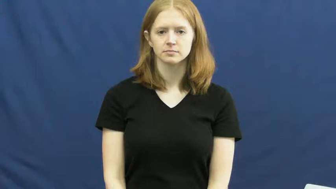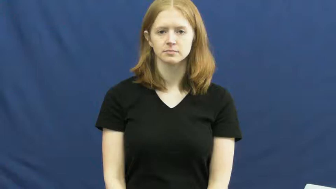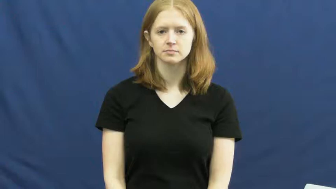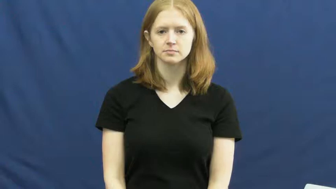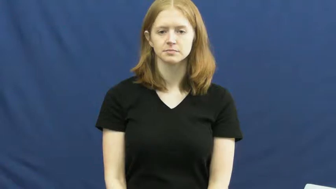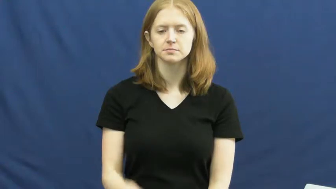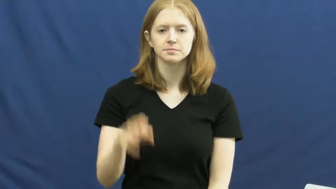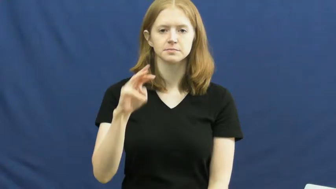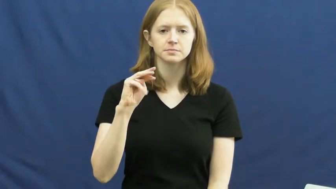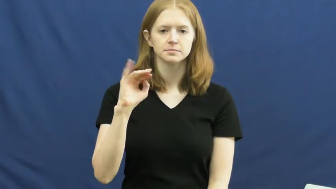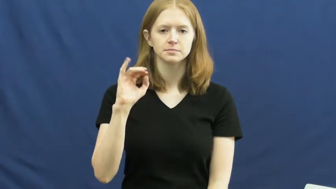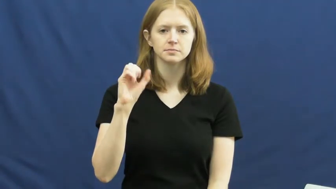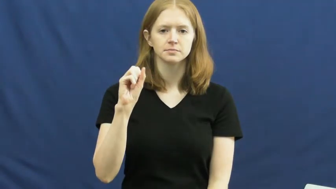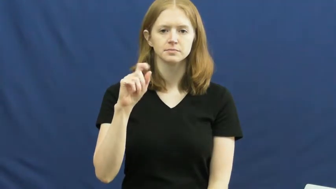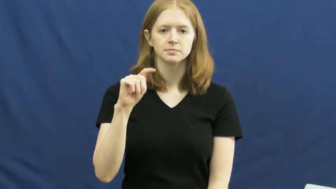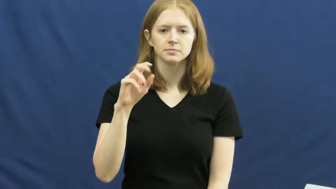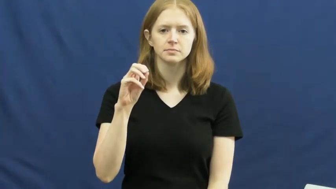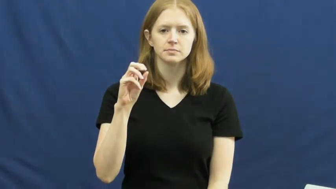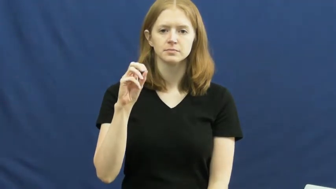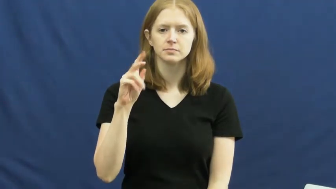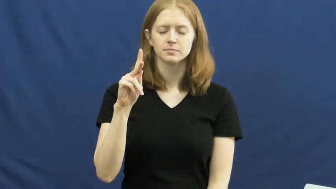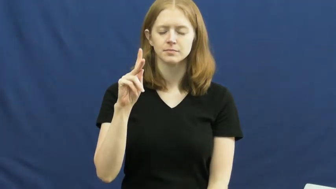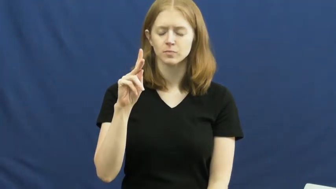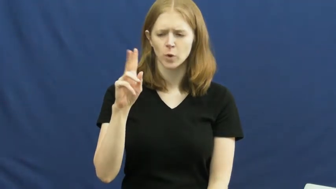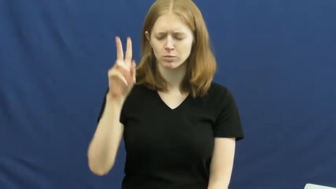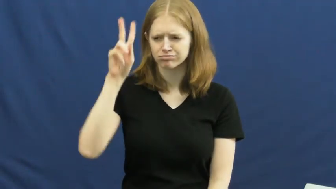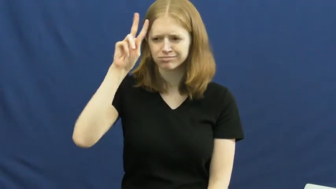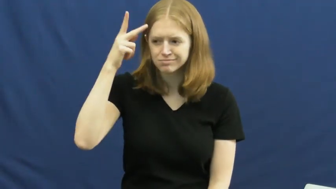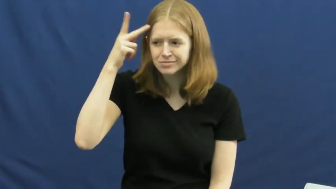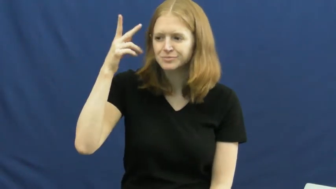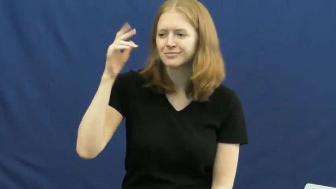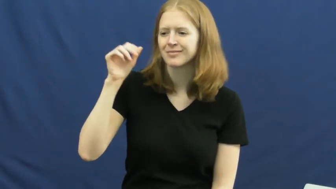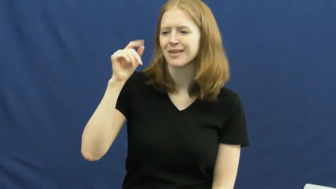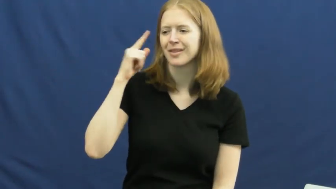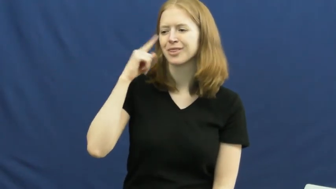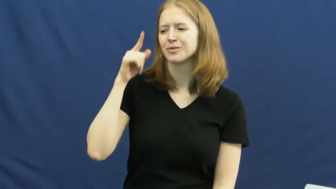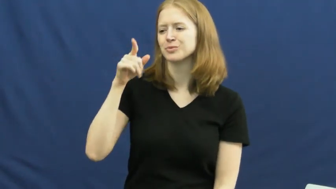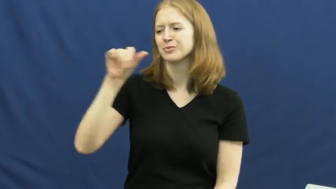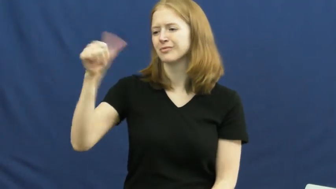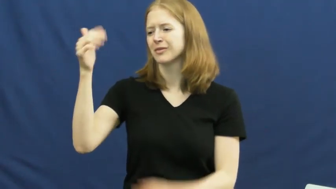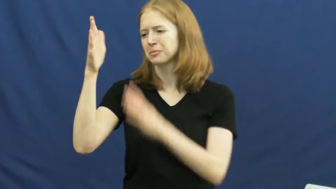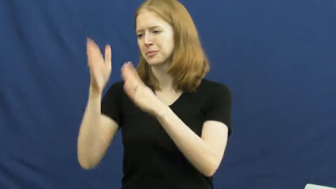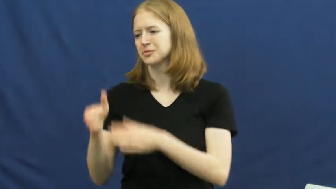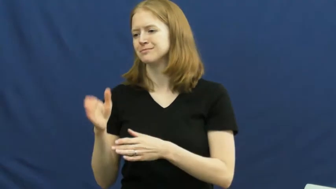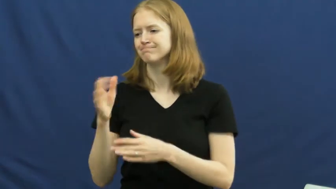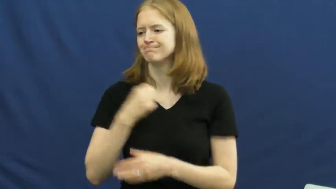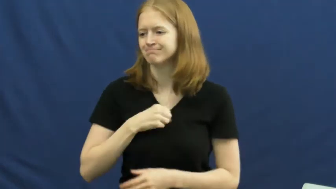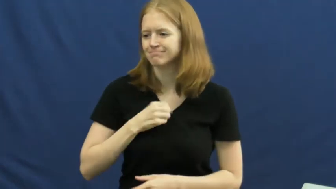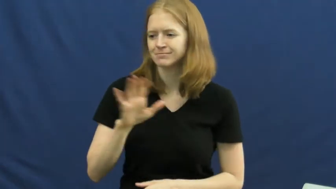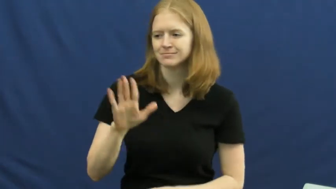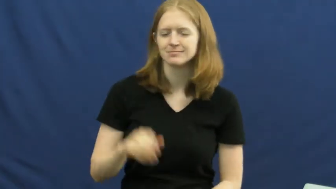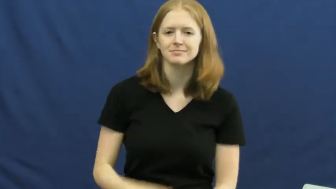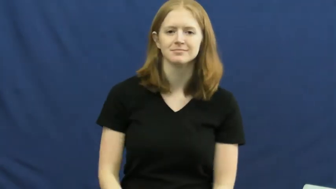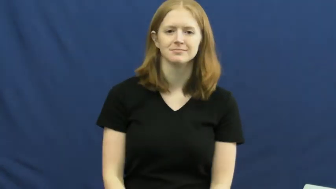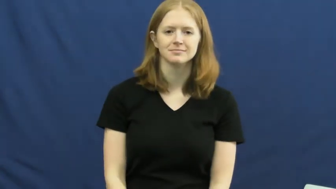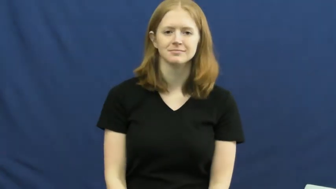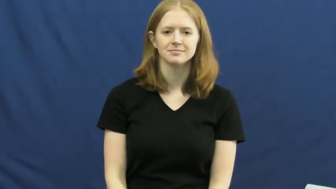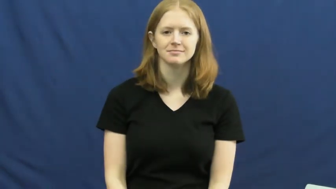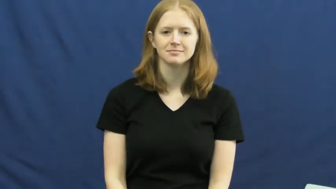mistake-verb